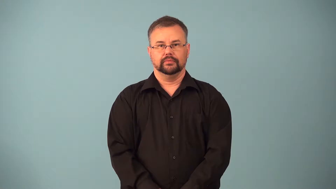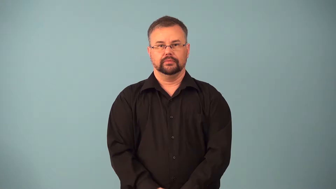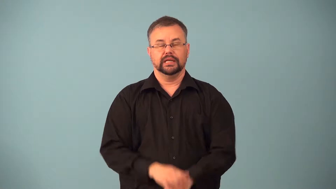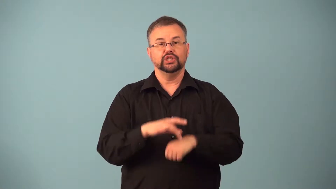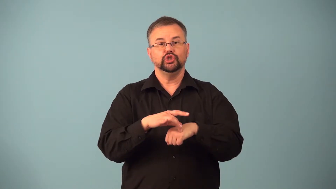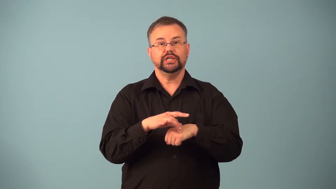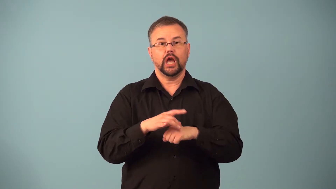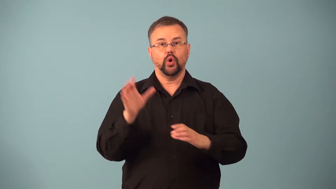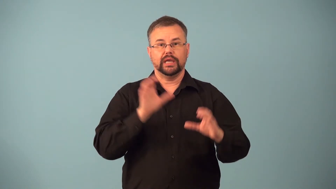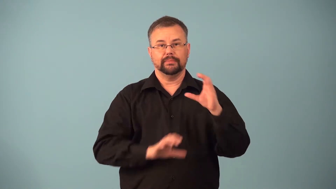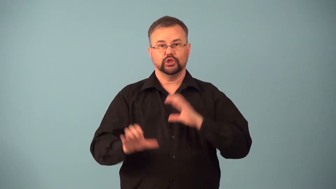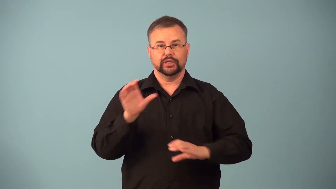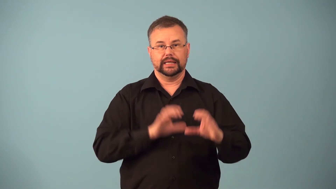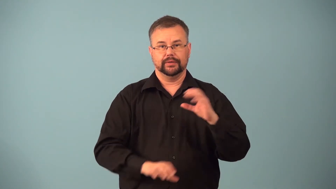geochemistry